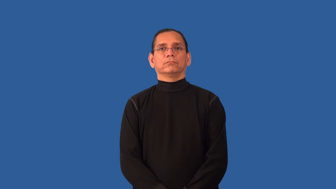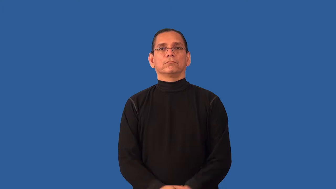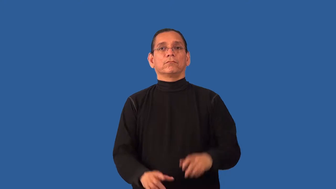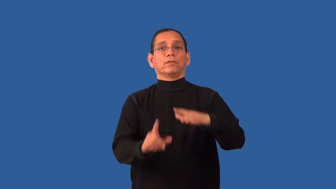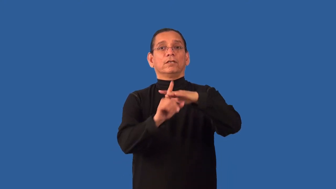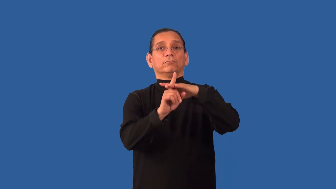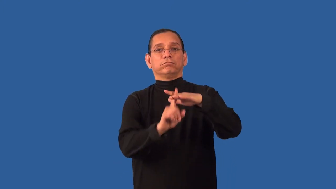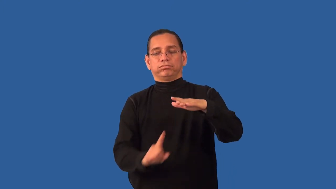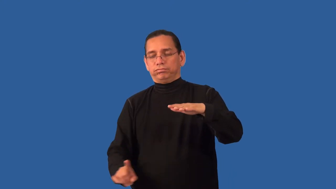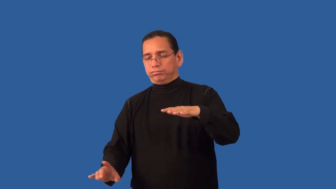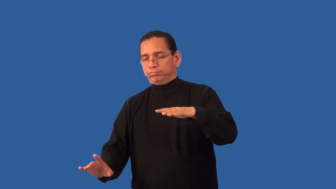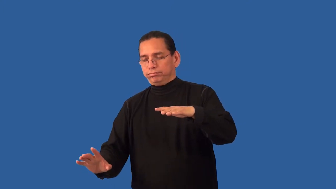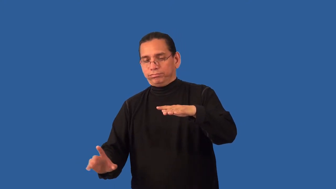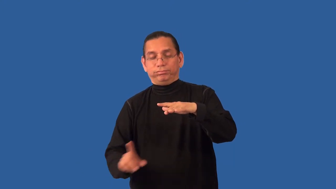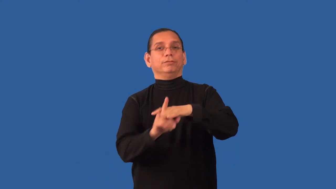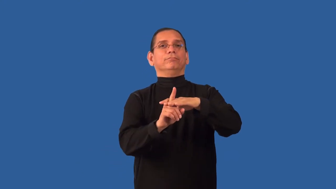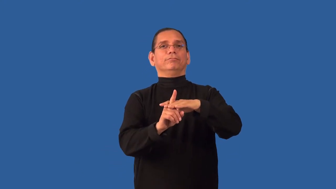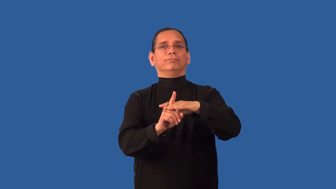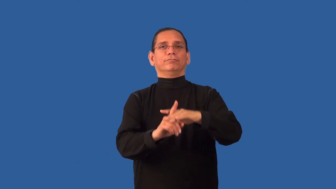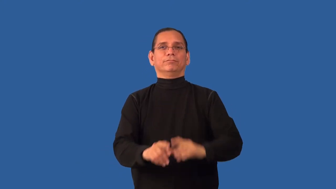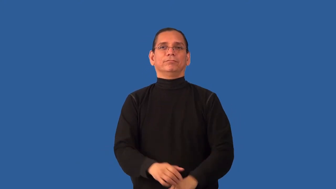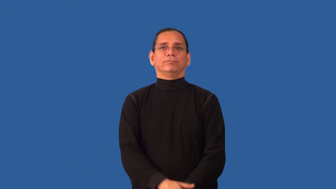resurface-come back up